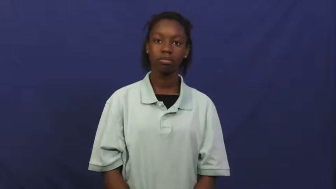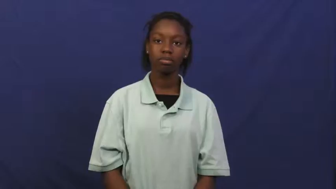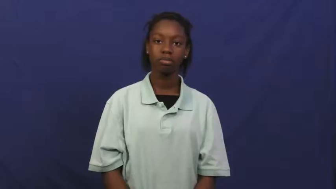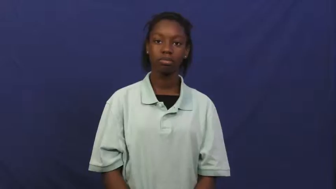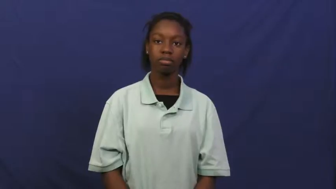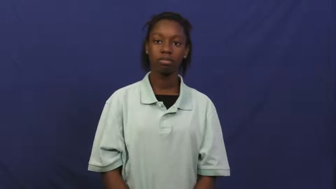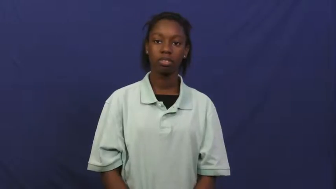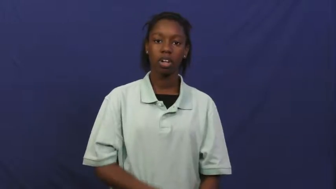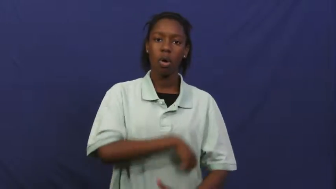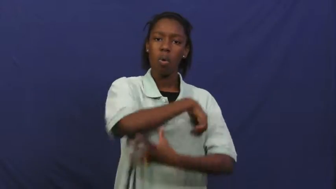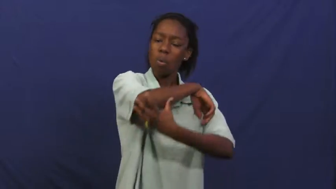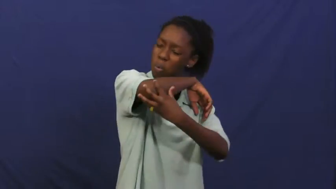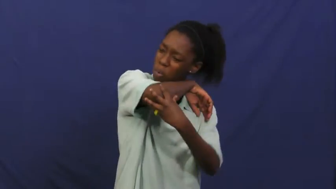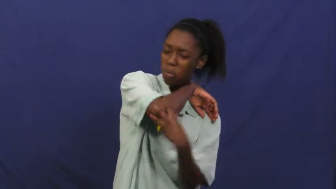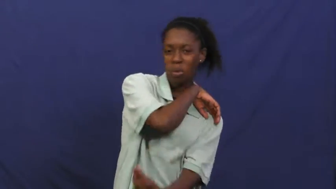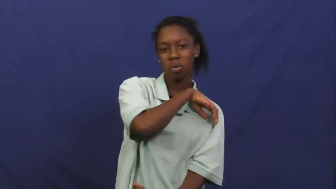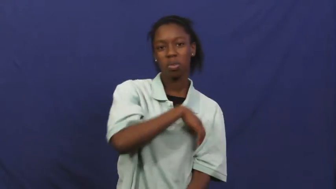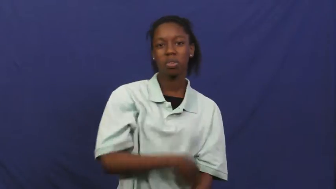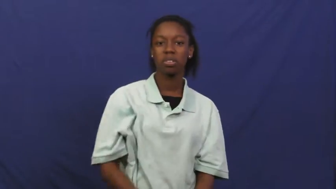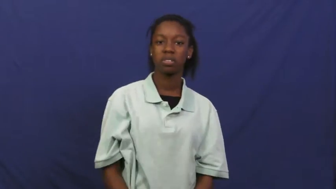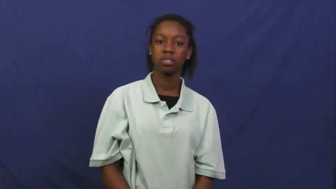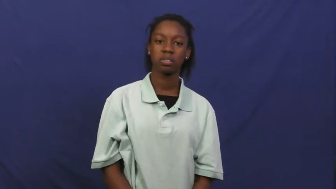destitute,bad off